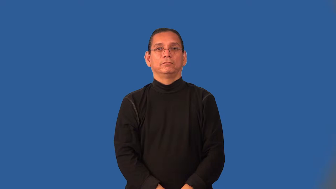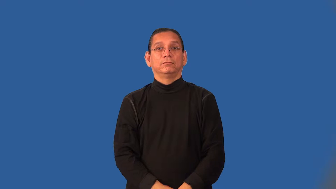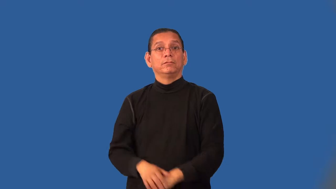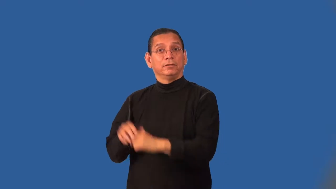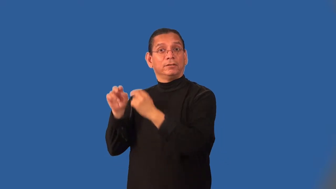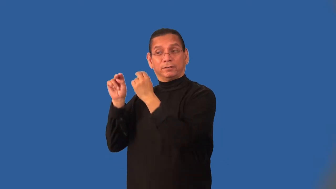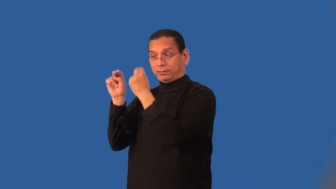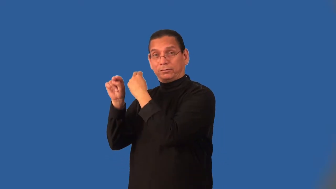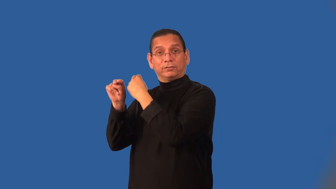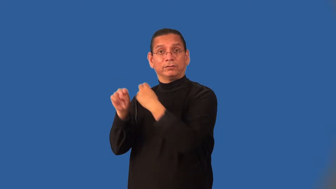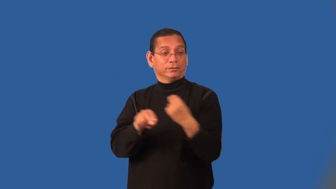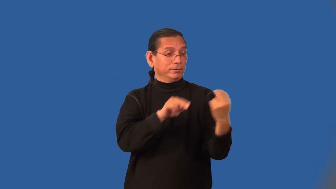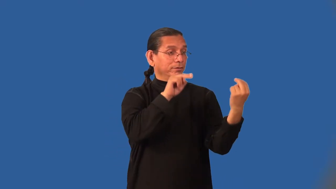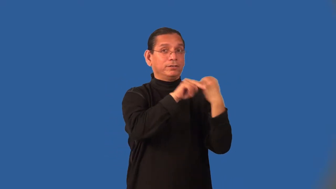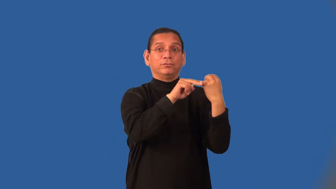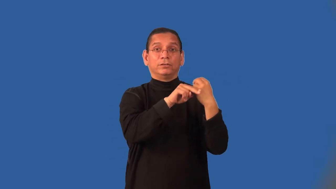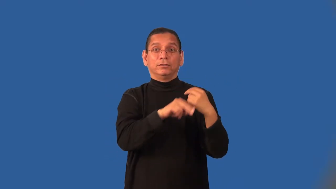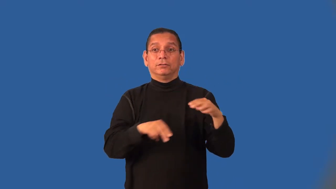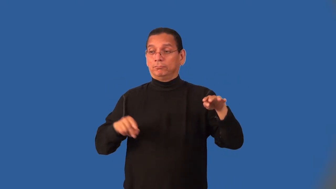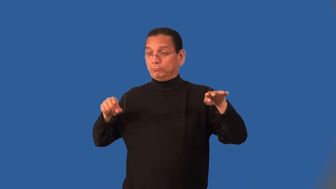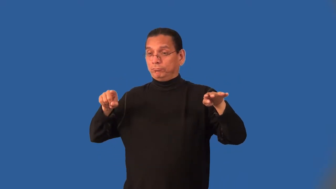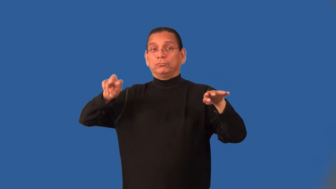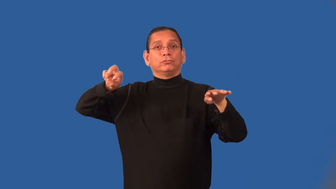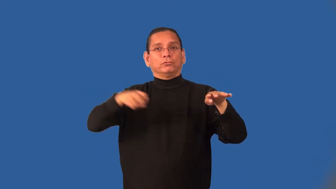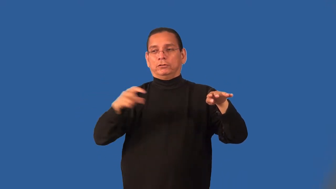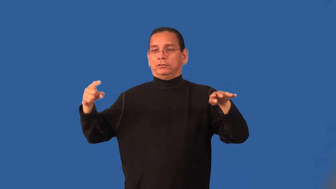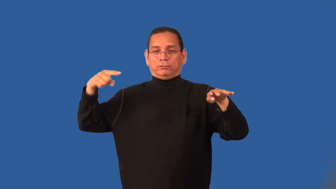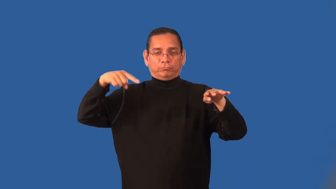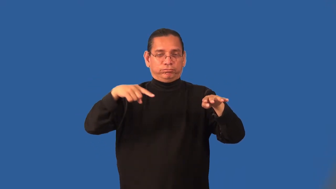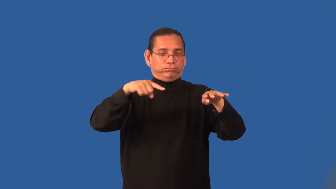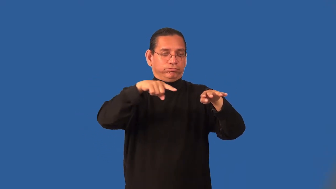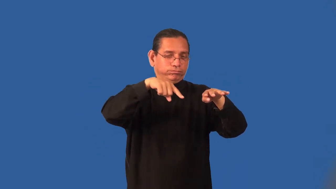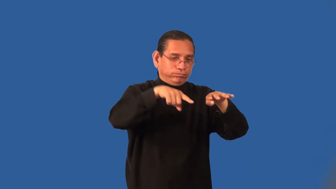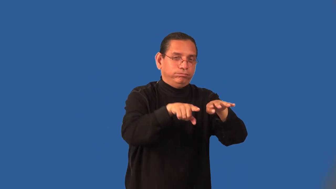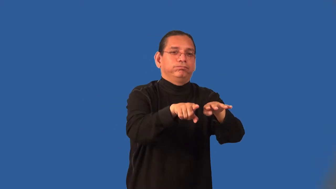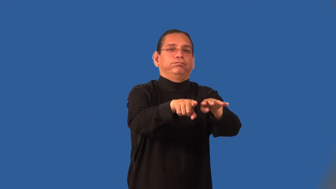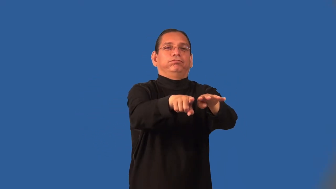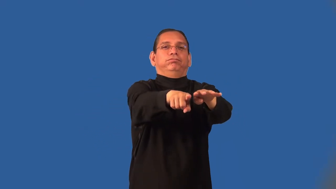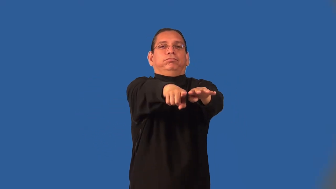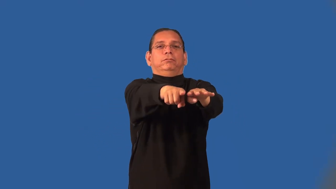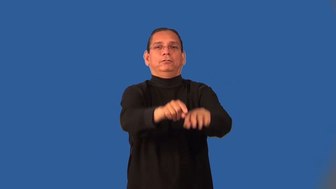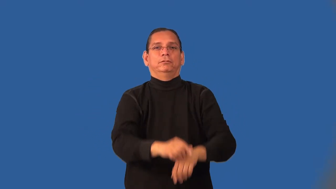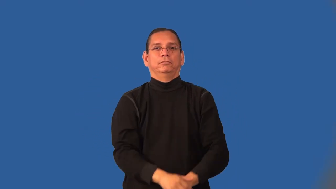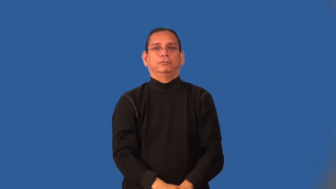interchange-highway